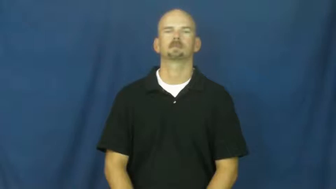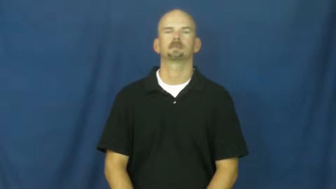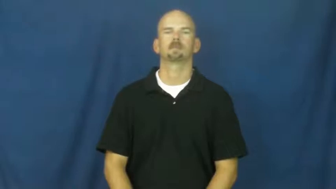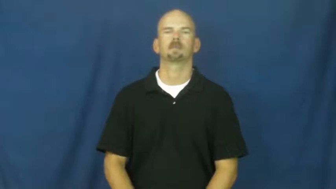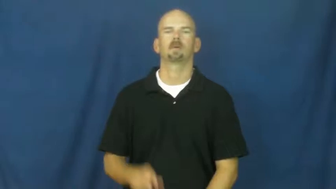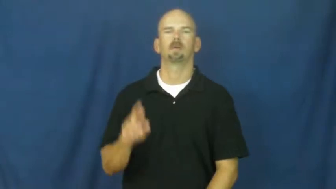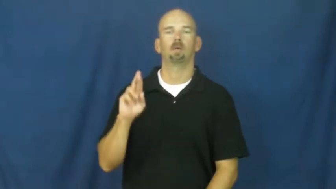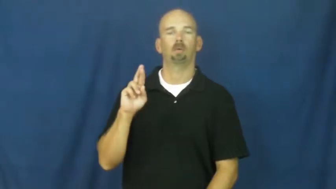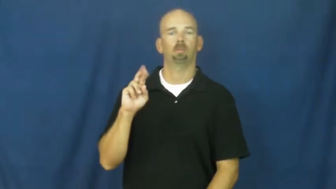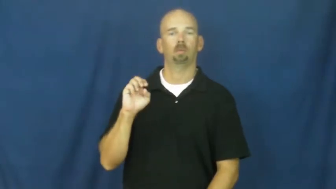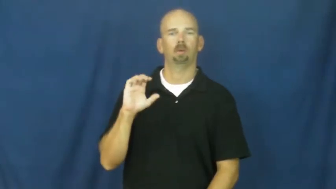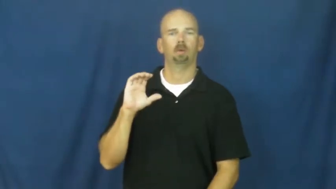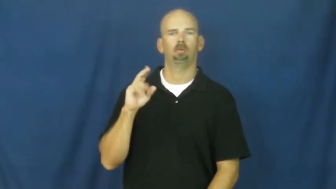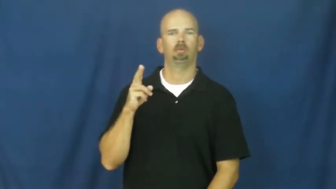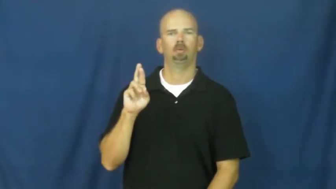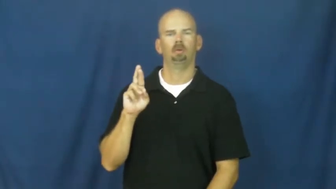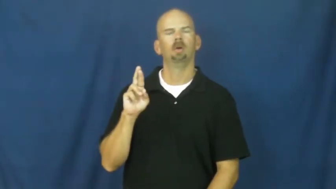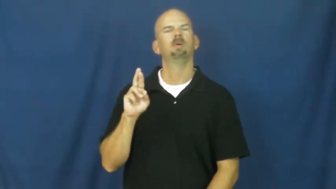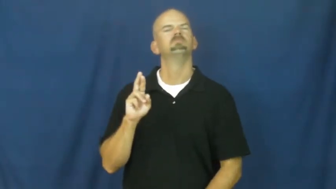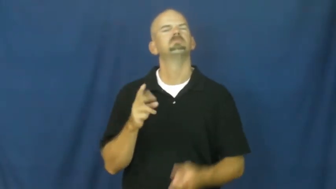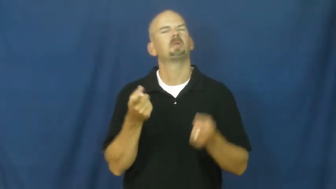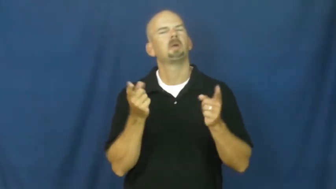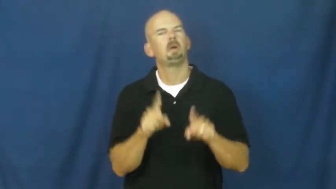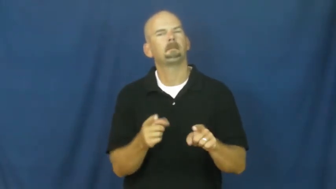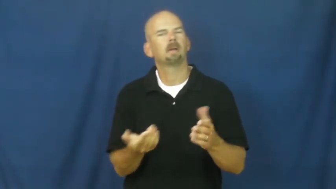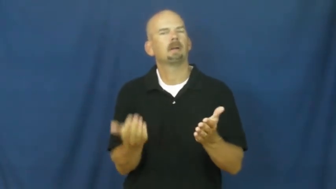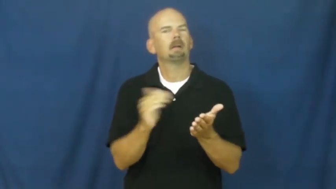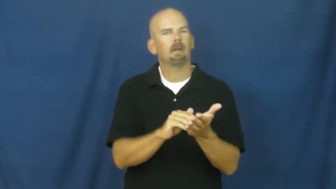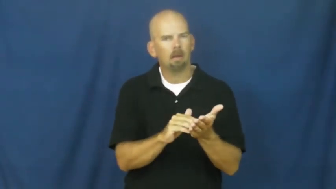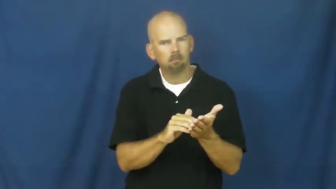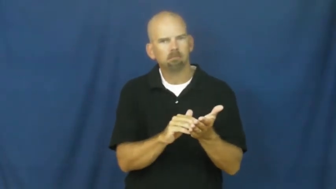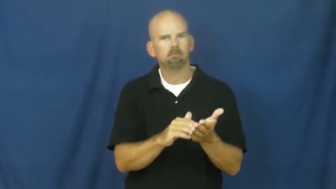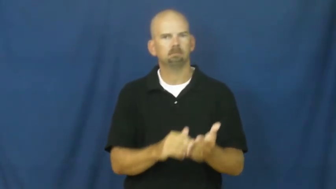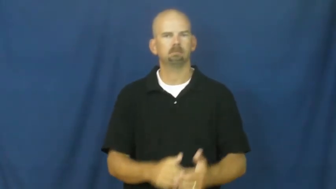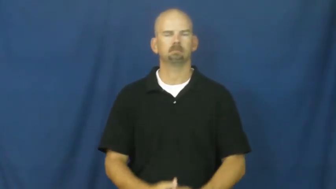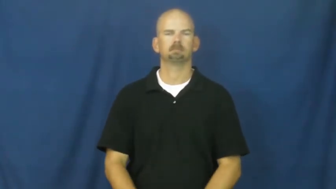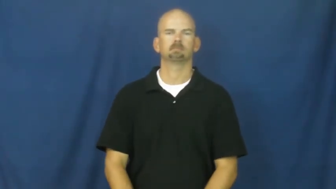recur,recursive